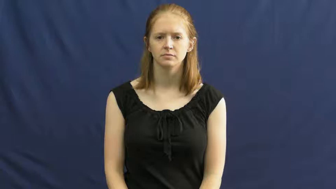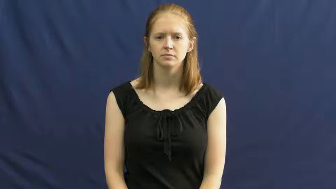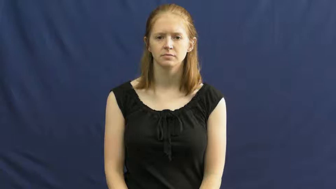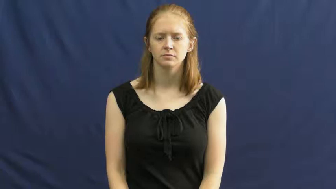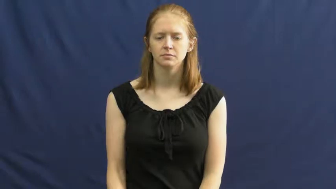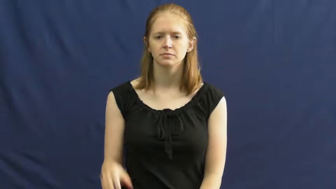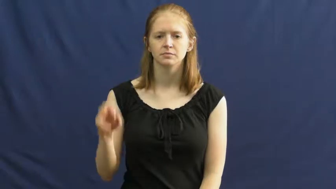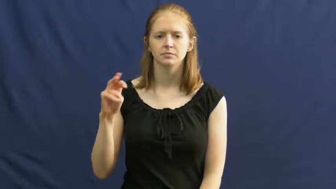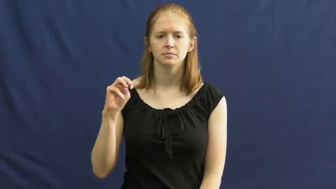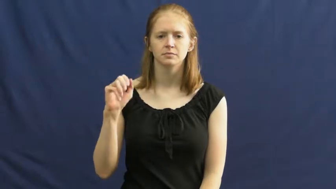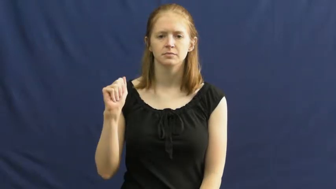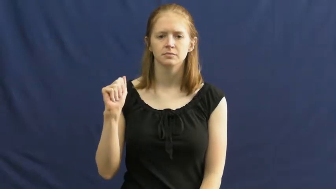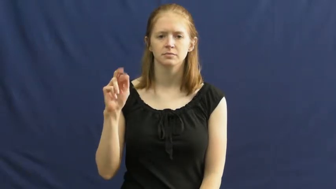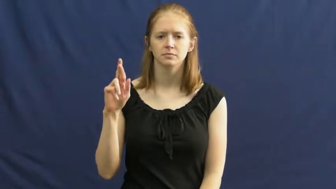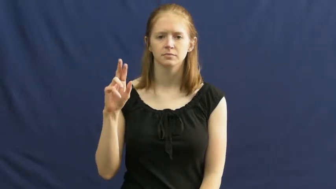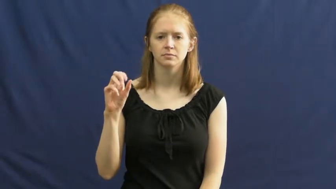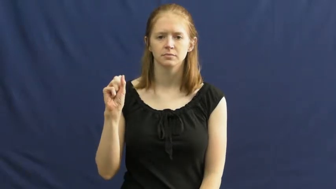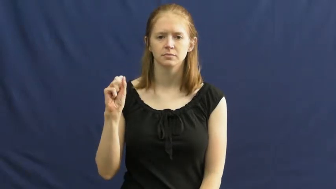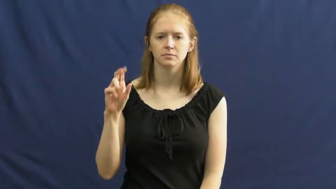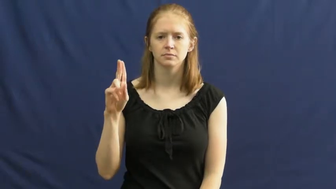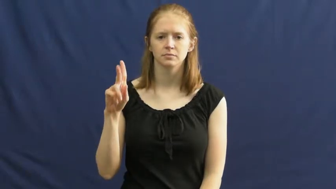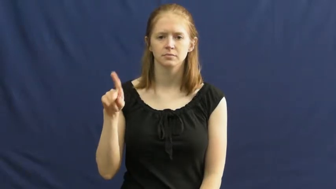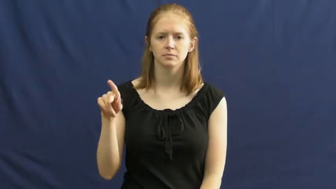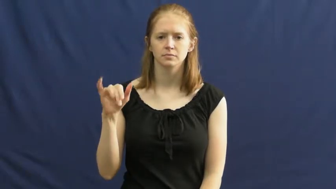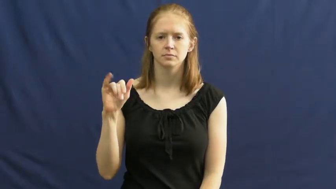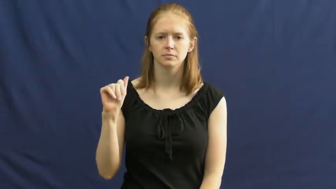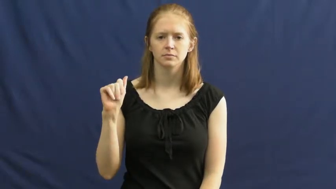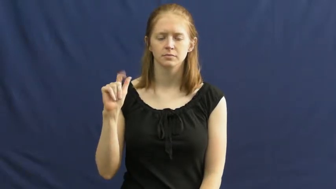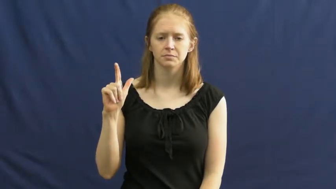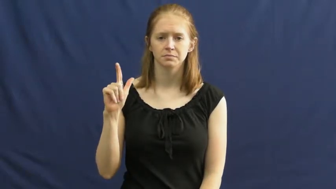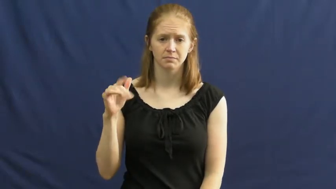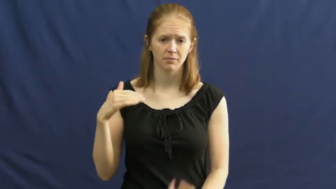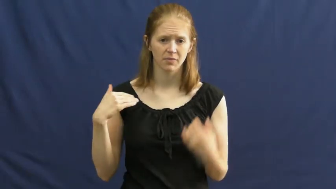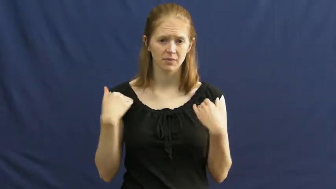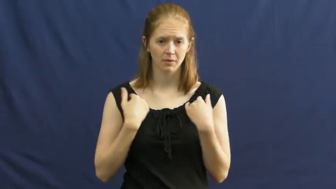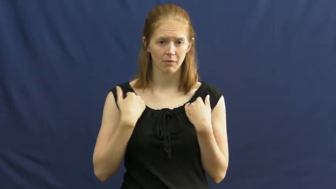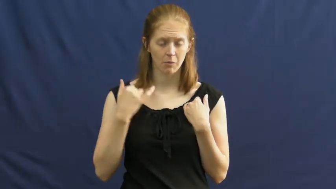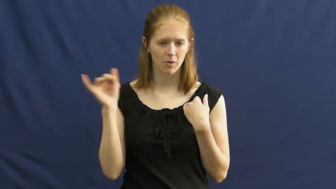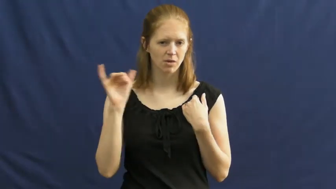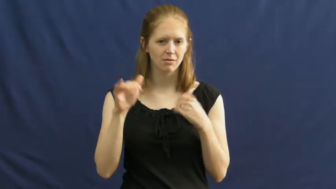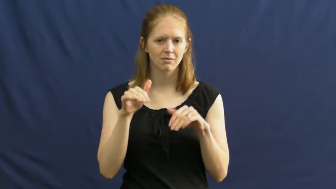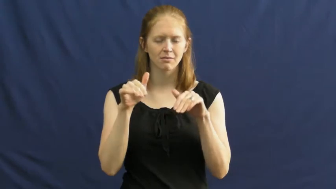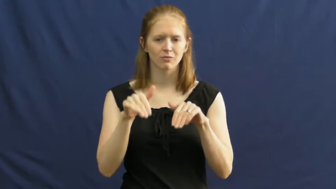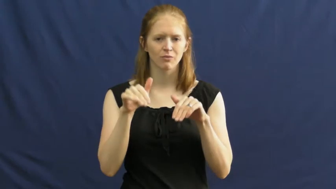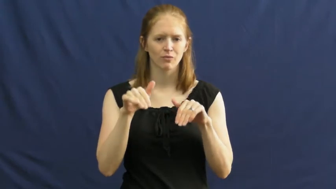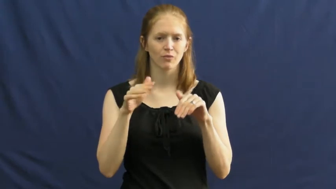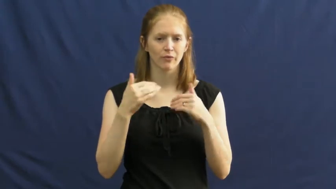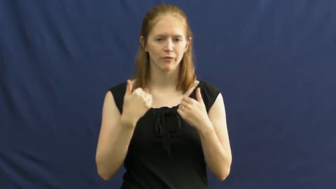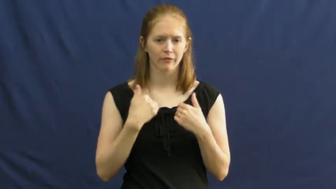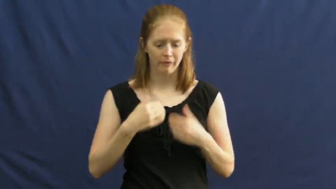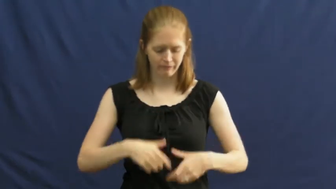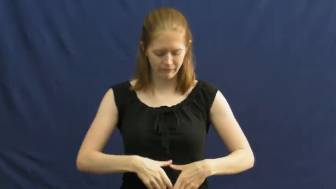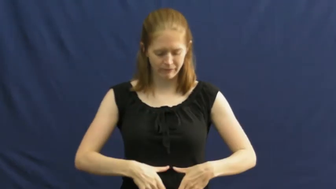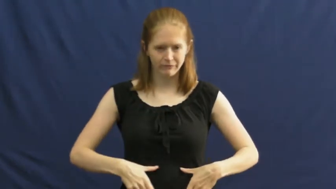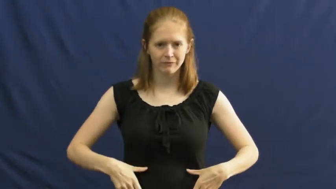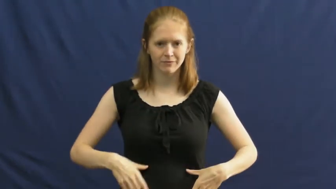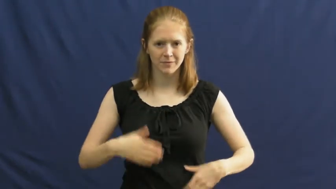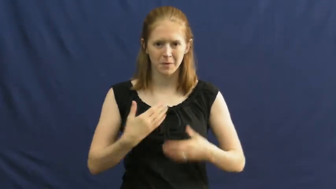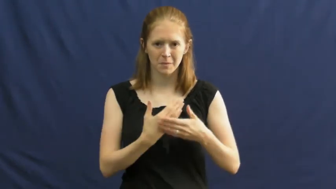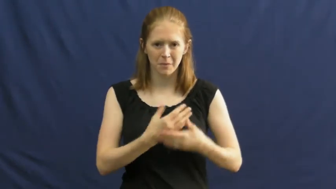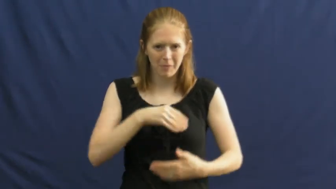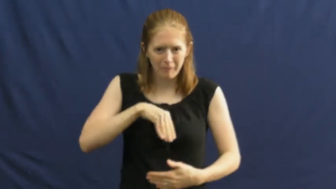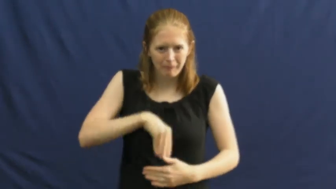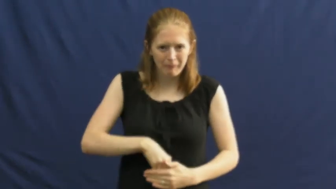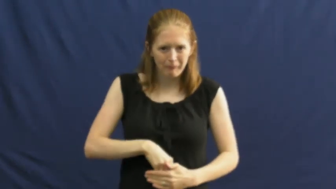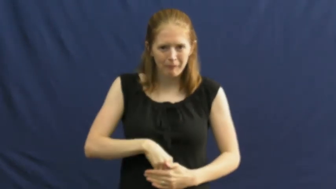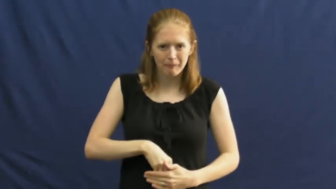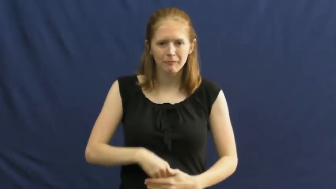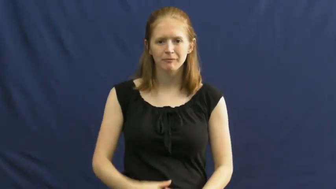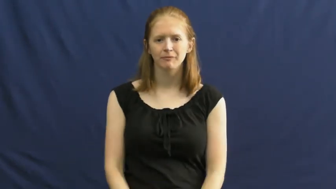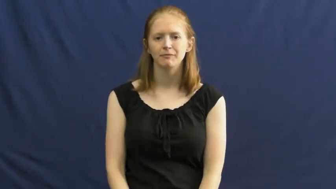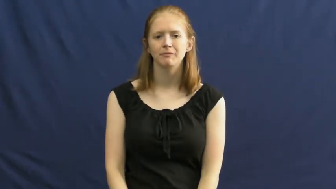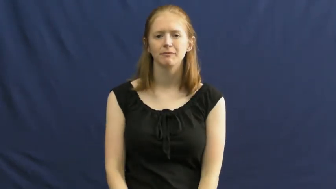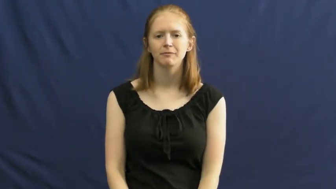marsupial